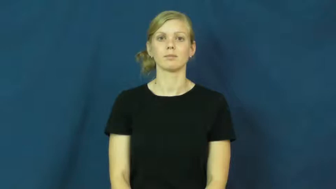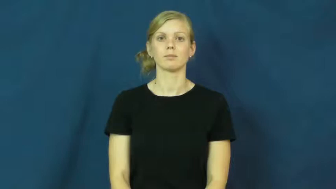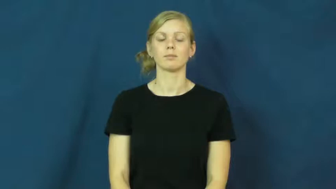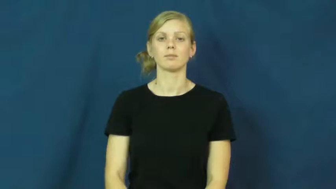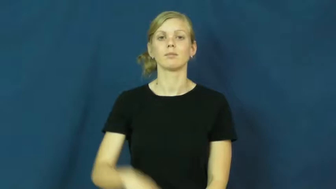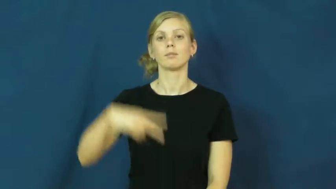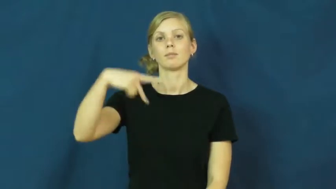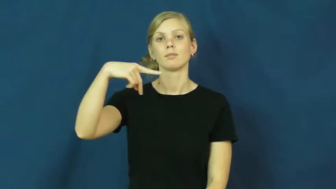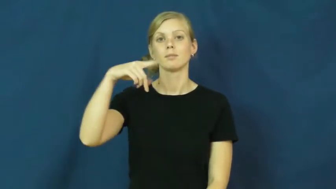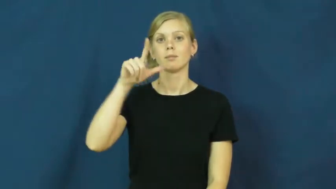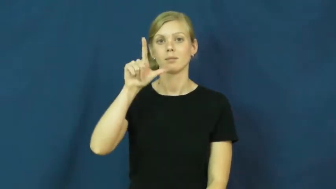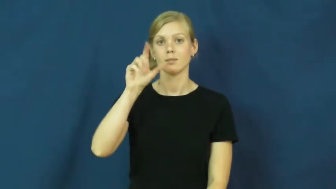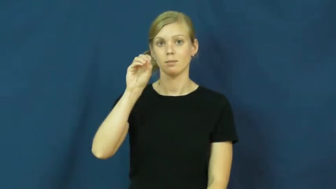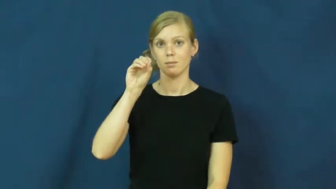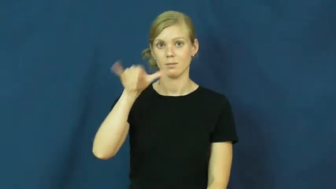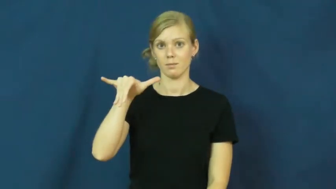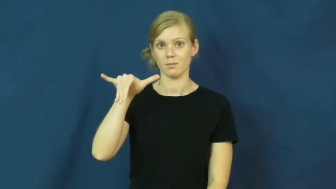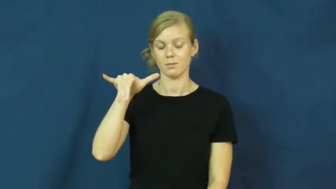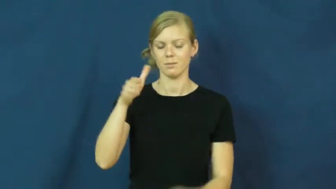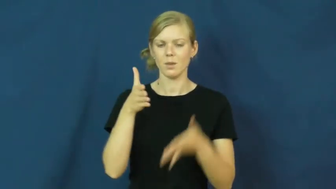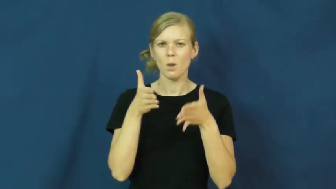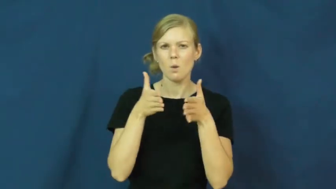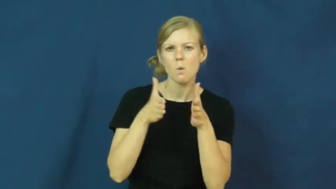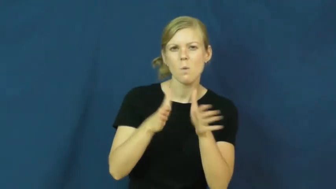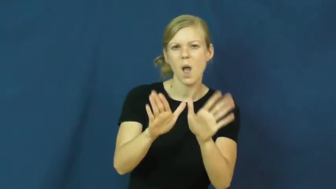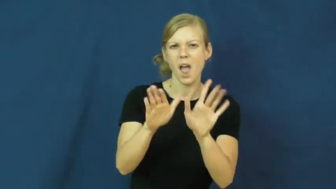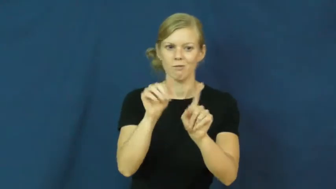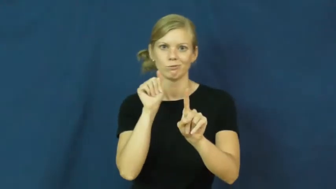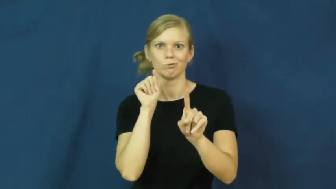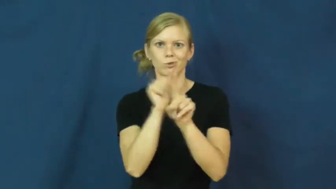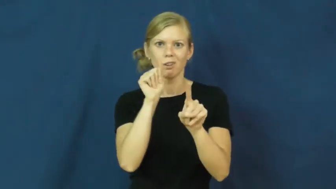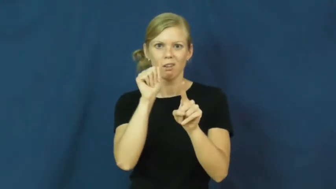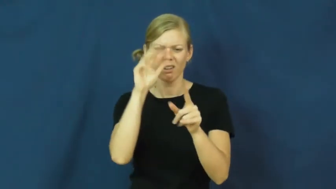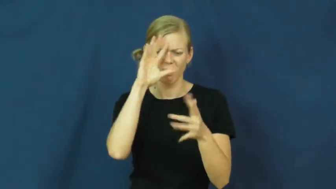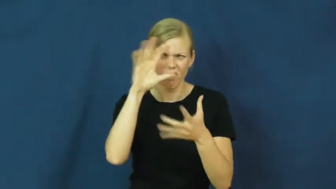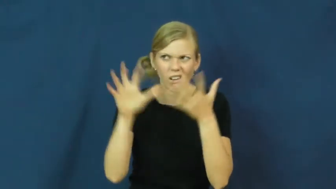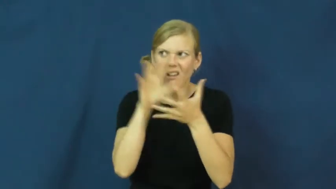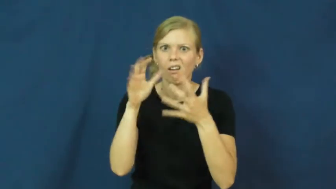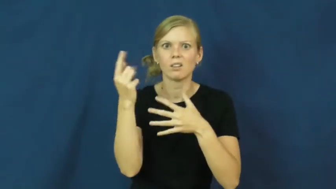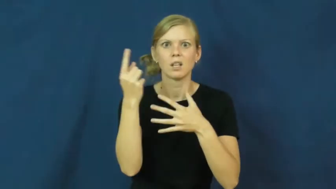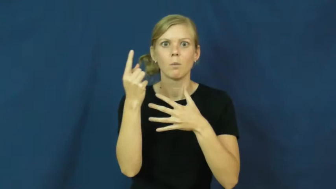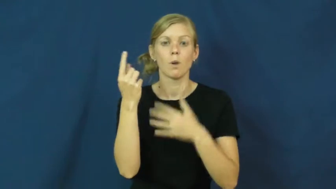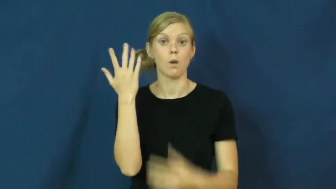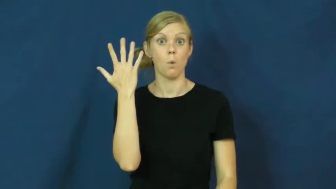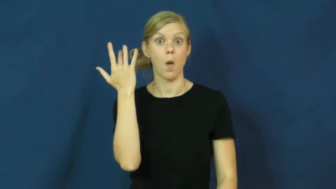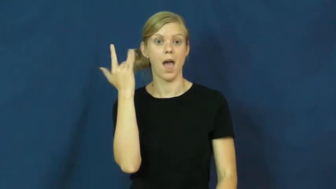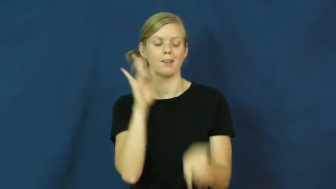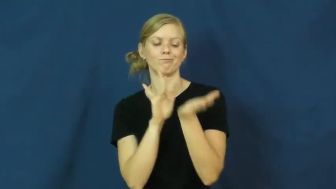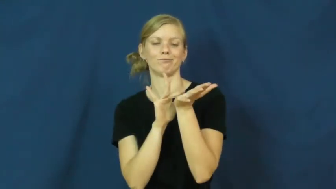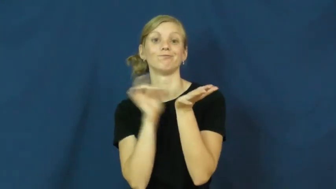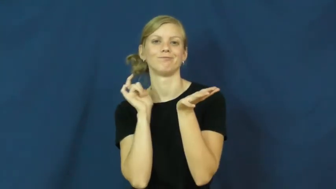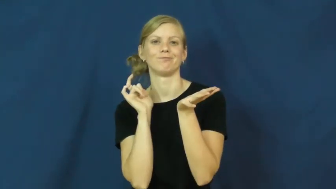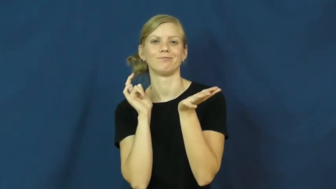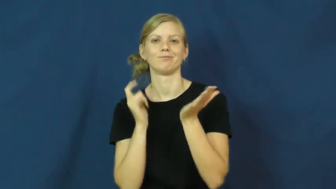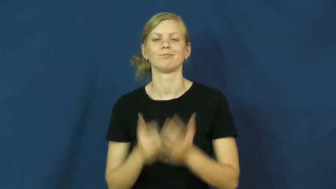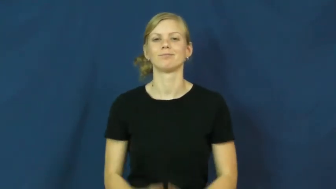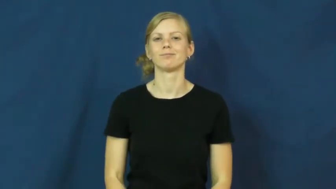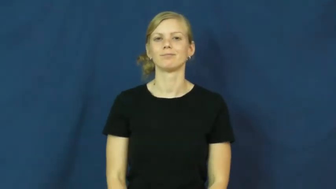ploy